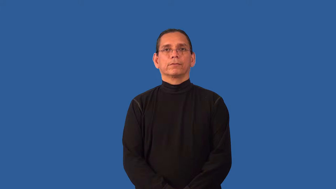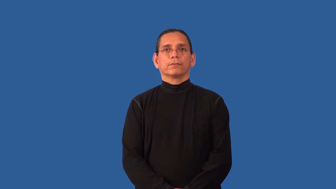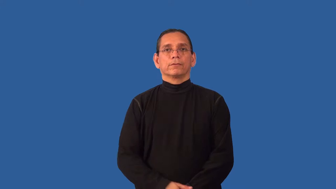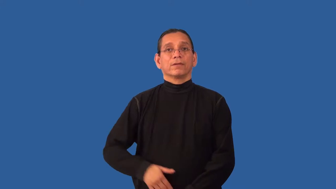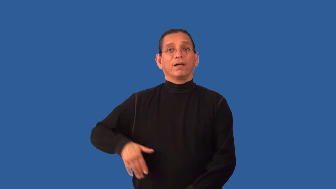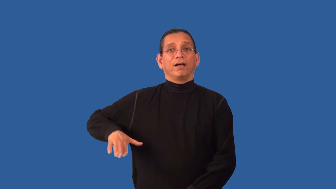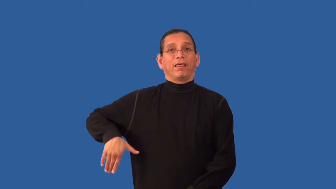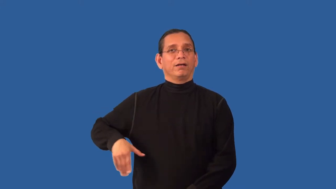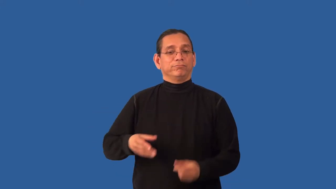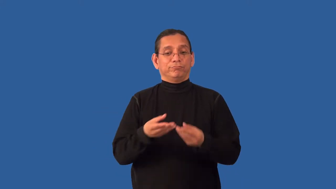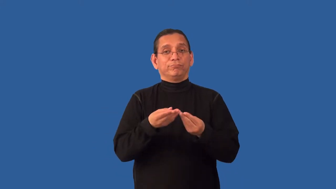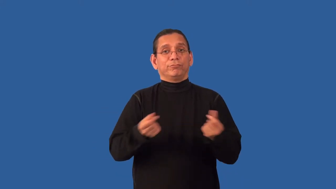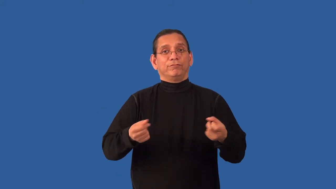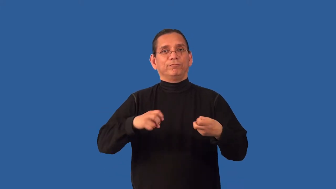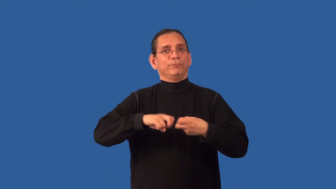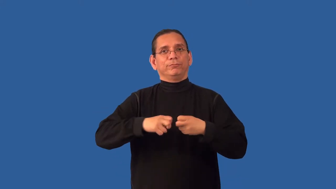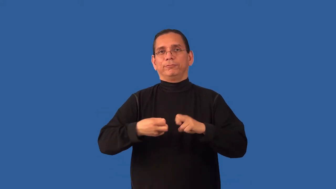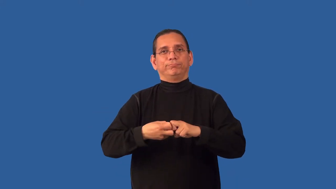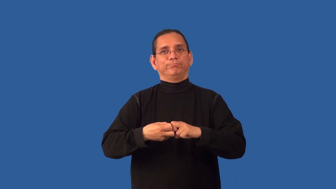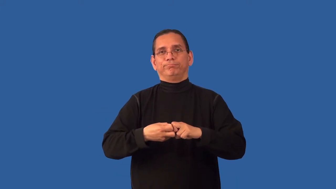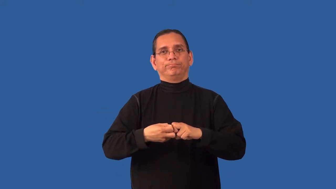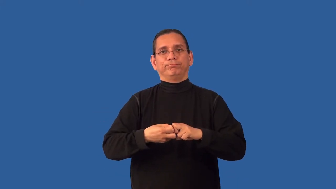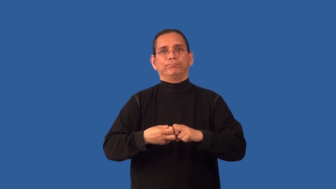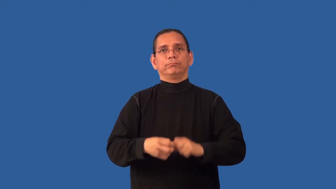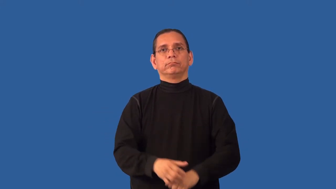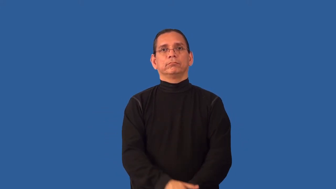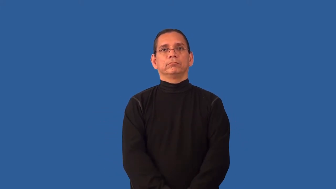unresolved